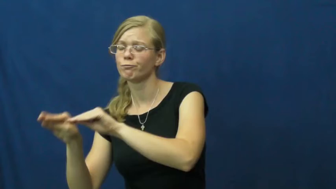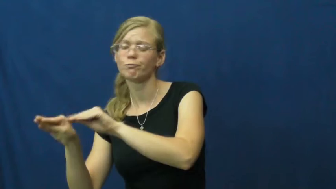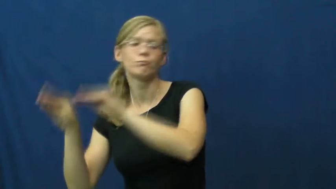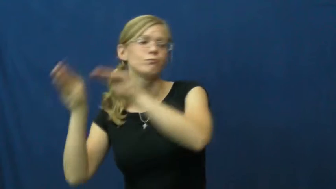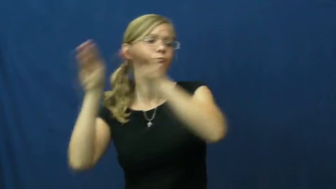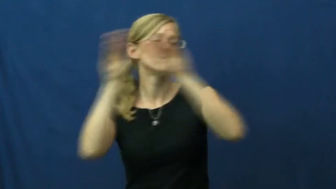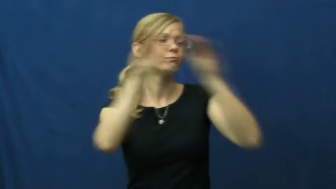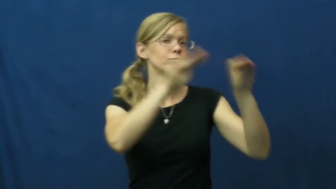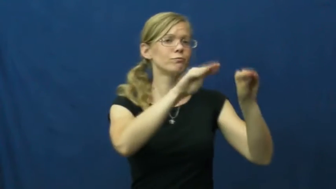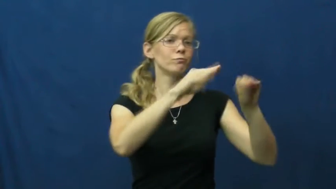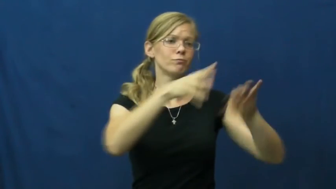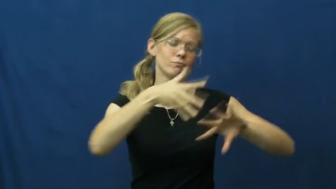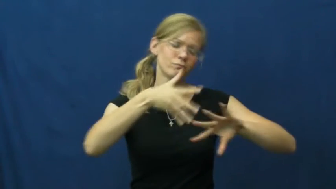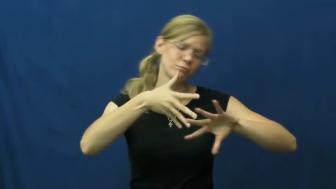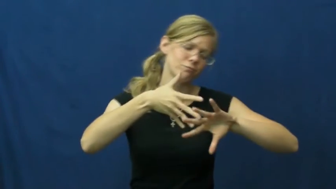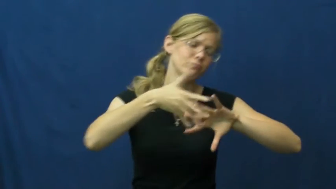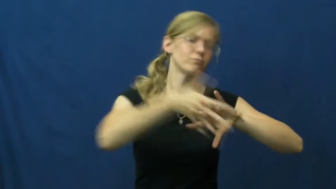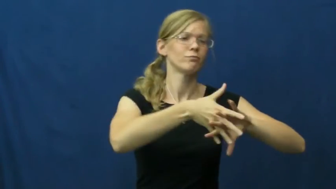deploy-military